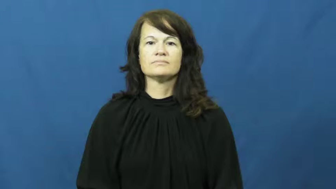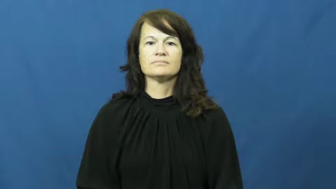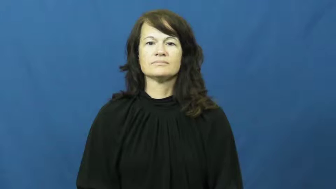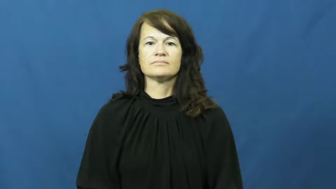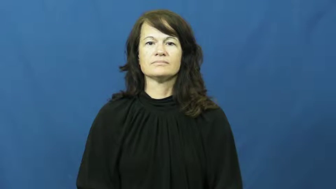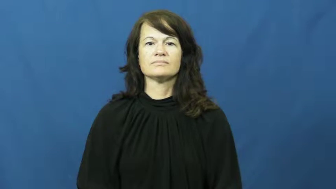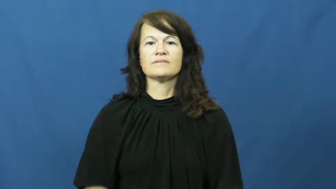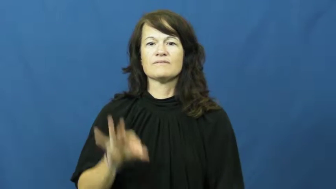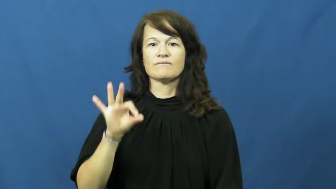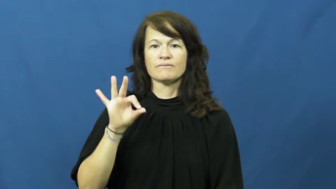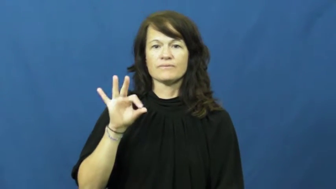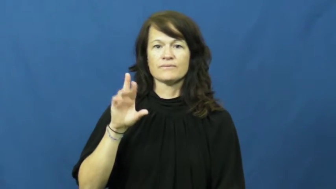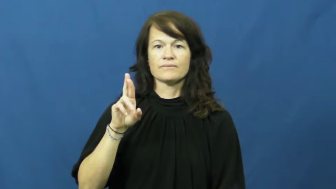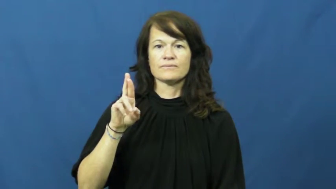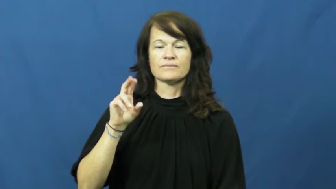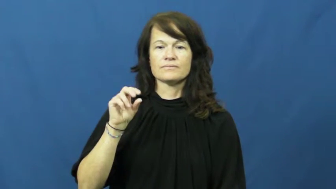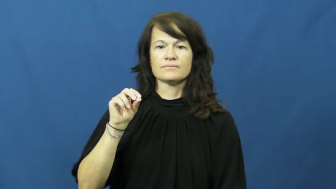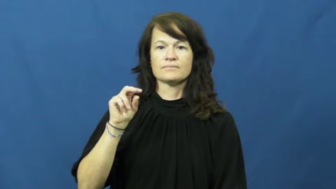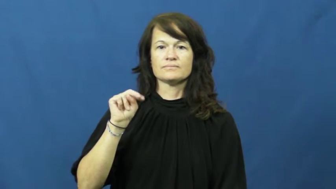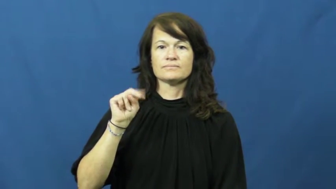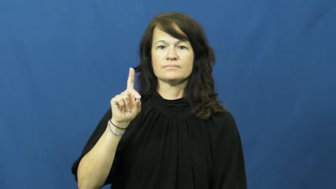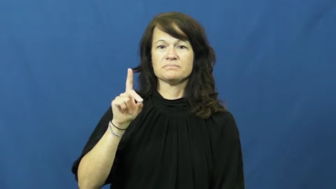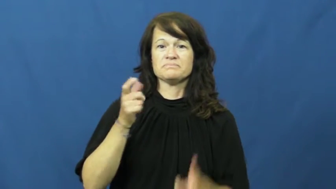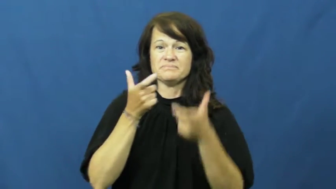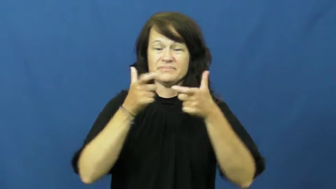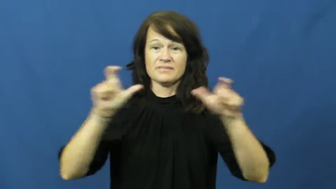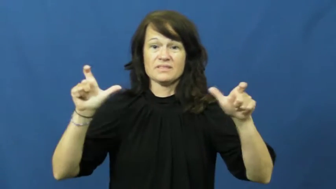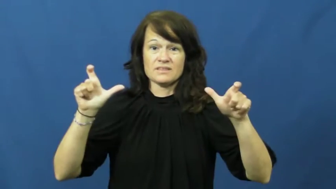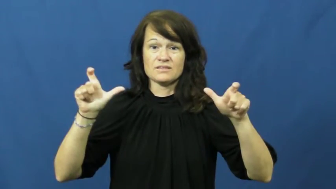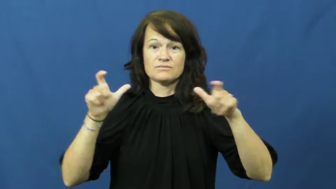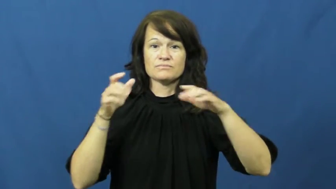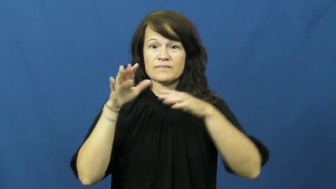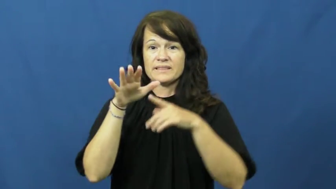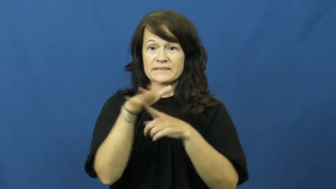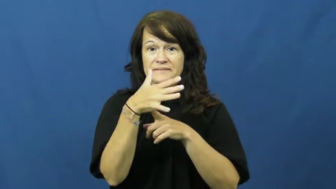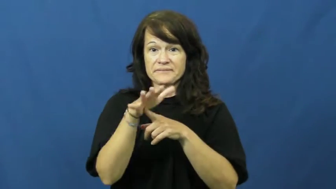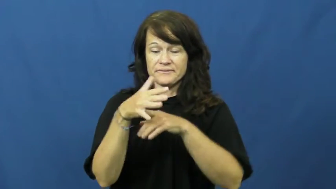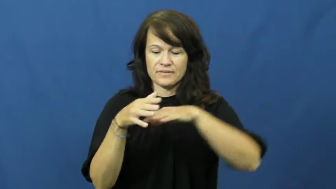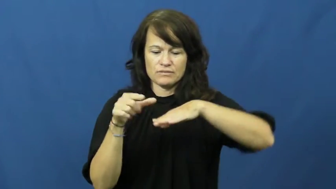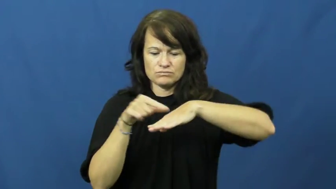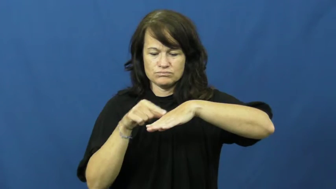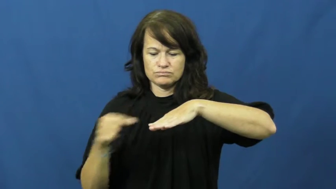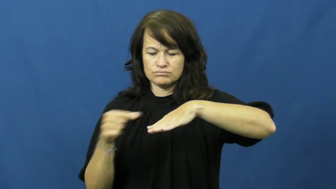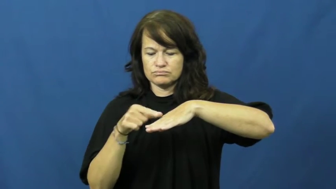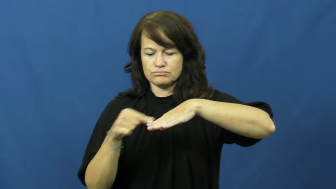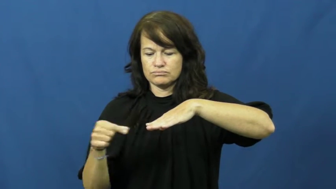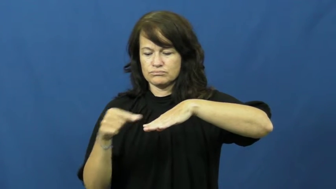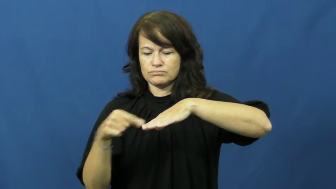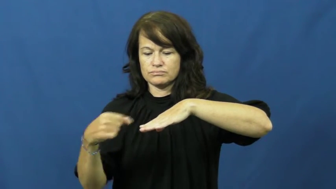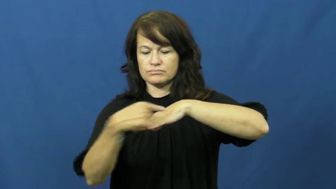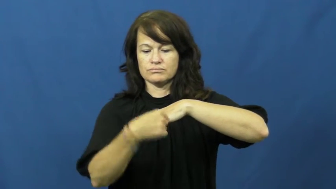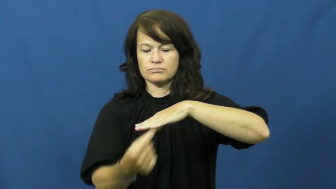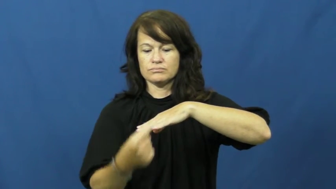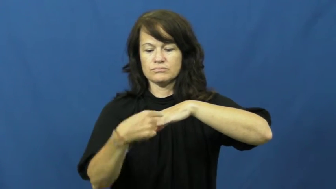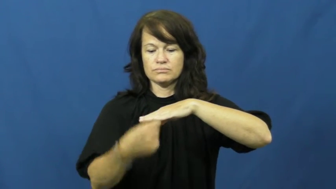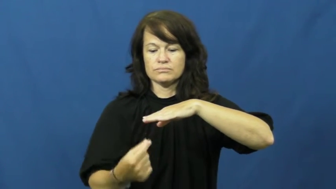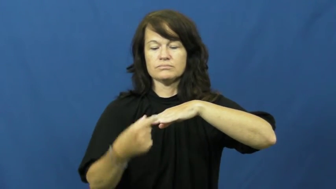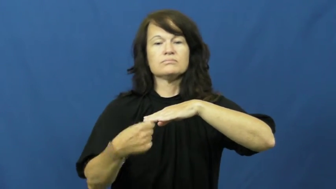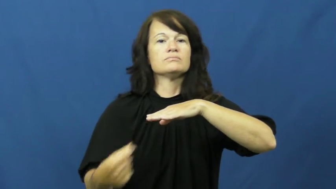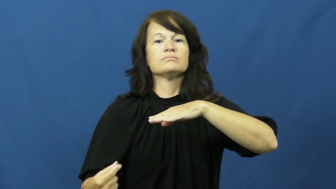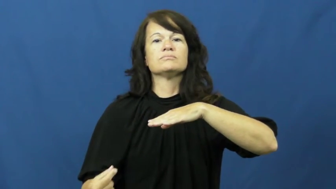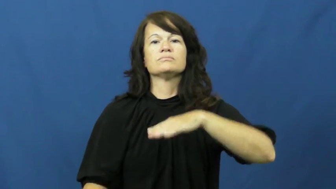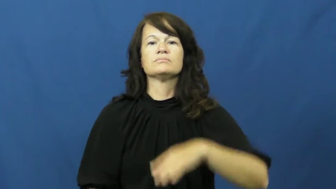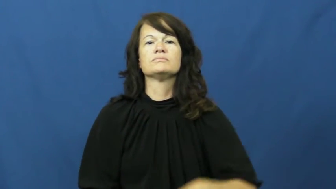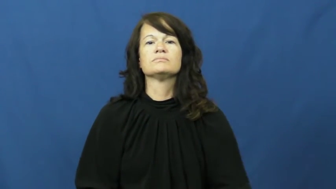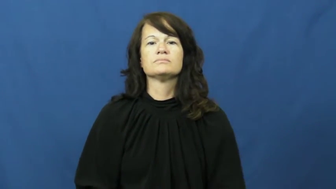frond